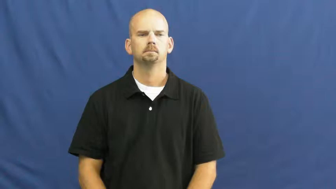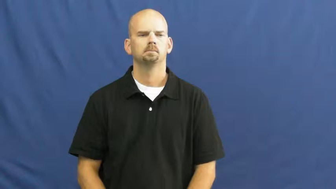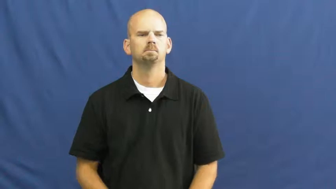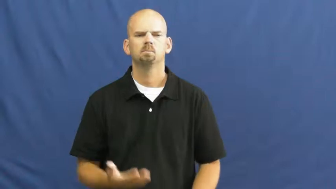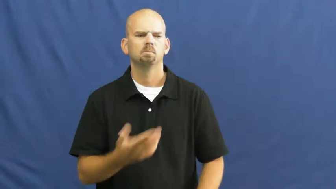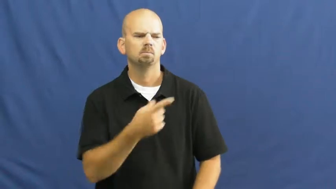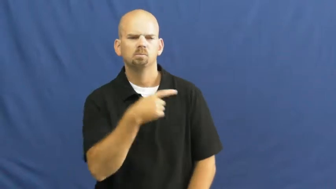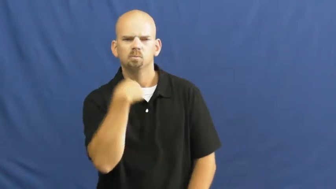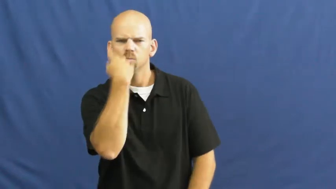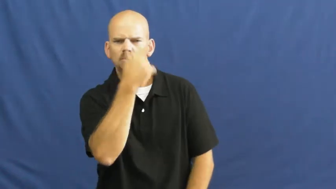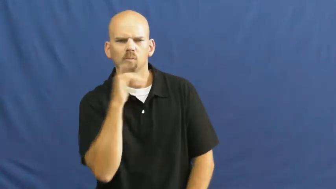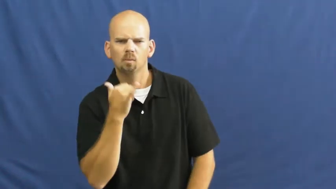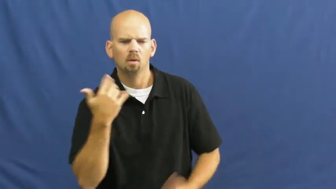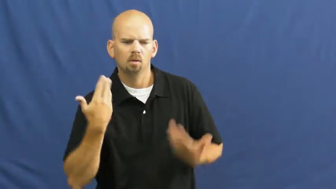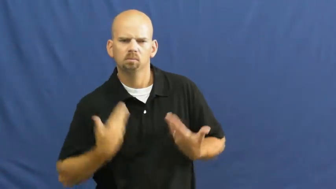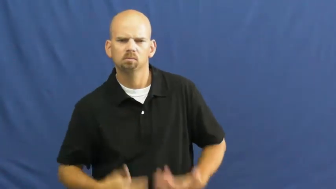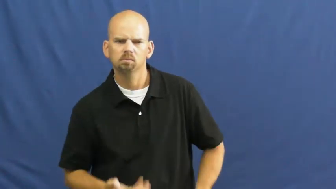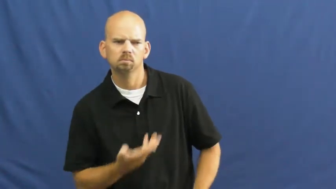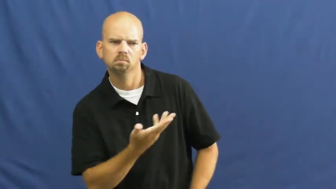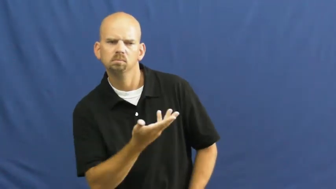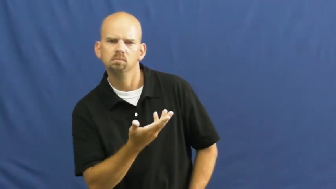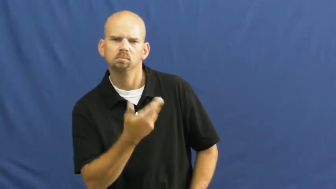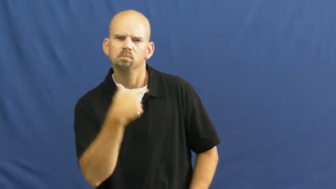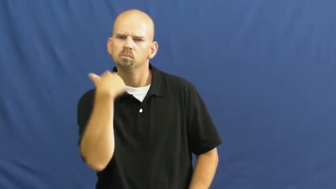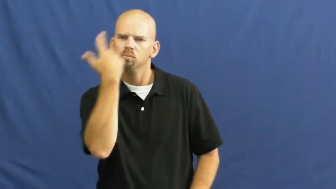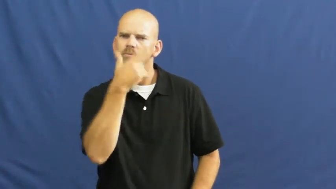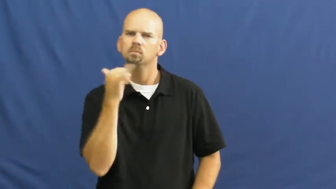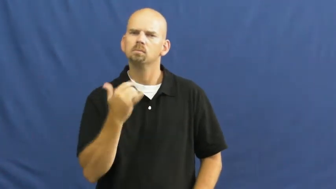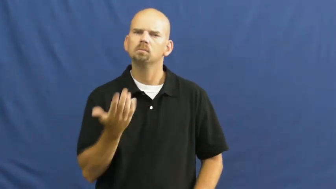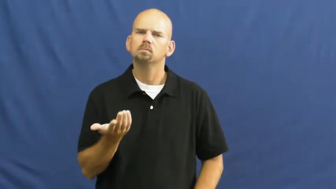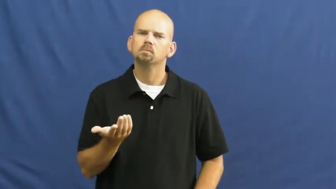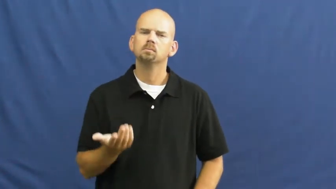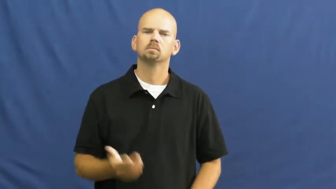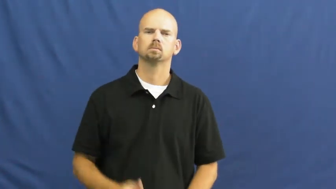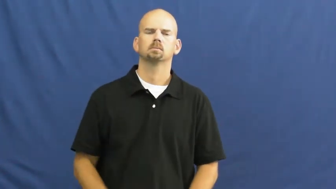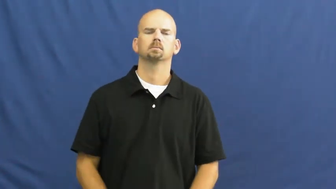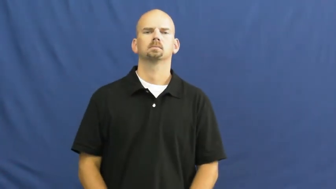resemble,lookalike,favor,take after,double for,iconic,likeness,look-alike